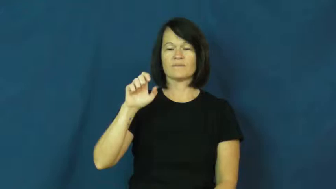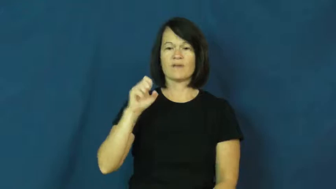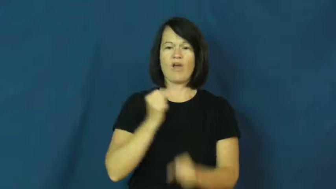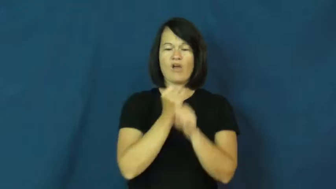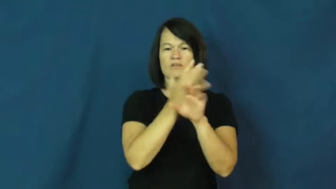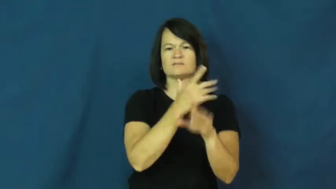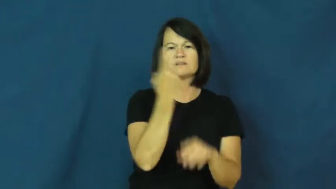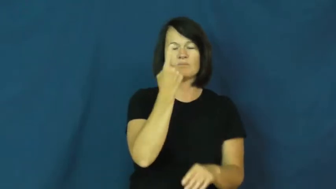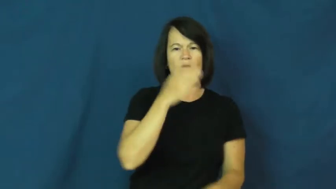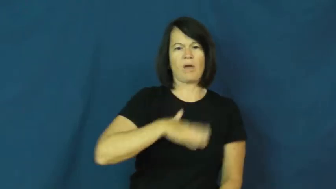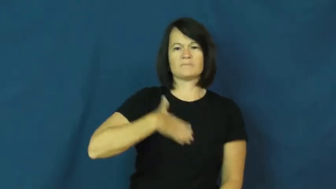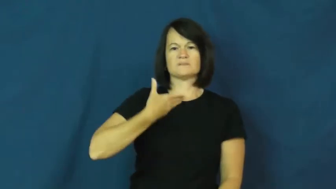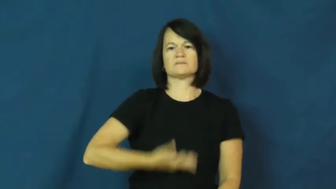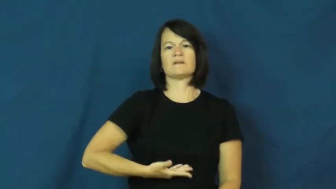ruffle,shake up,tick up